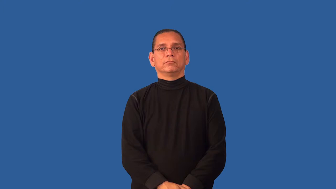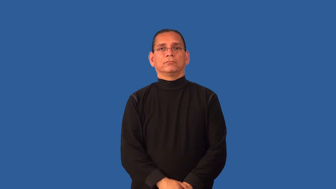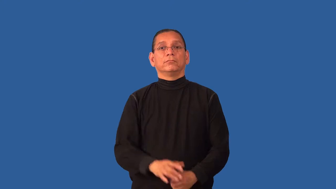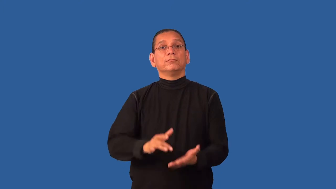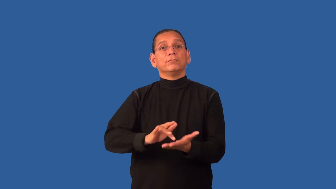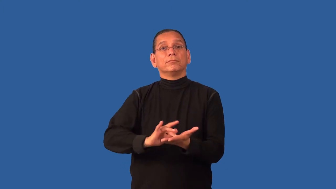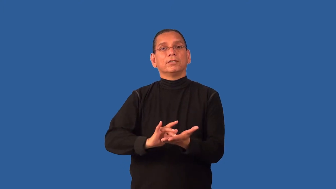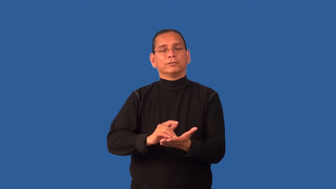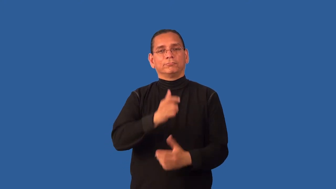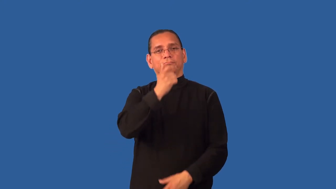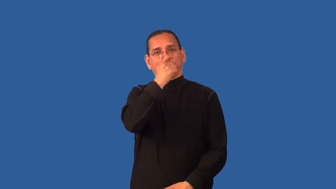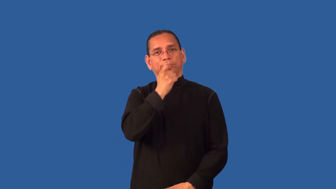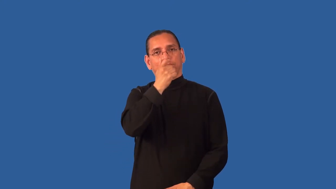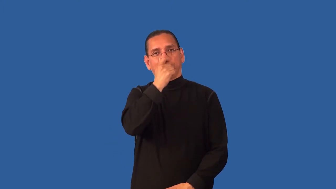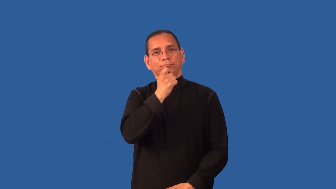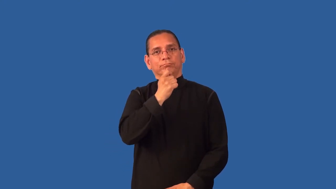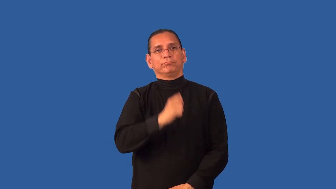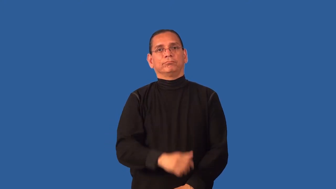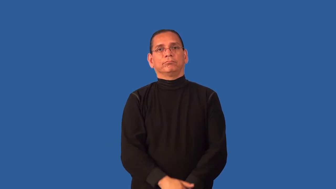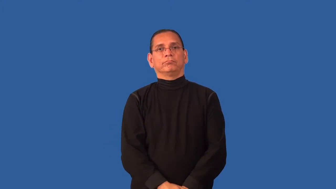decongestant